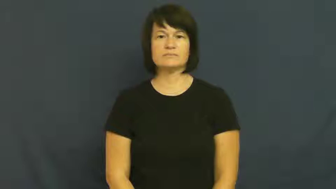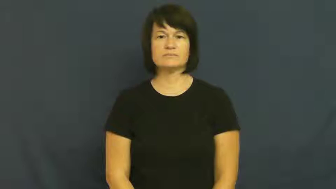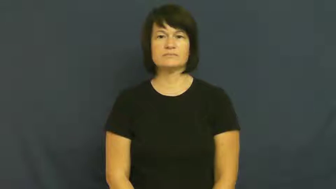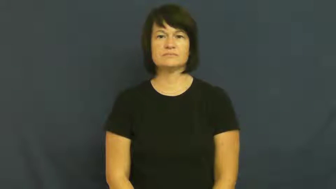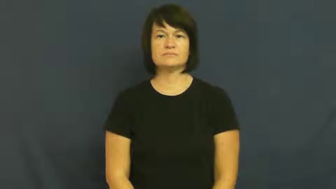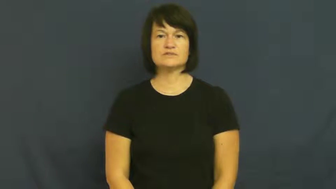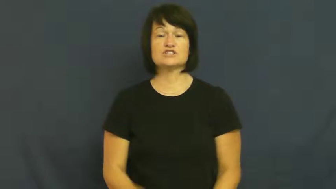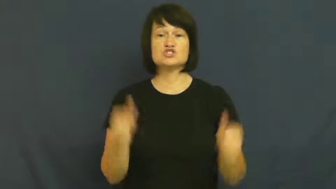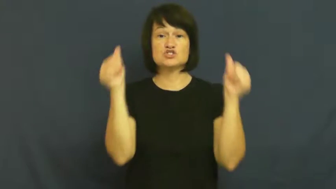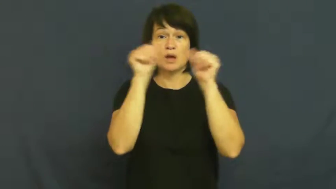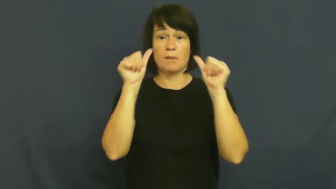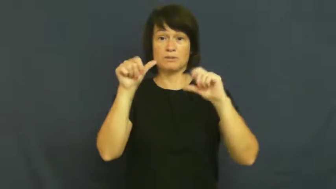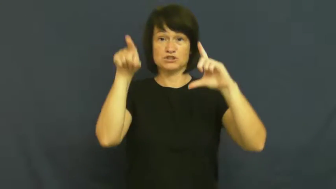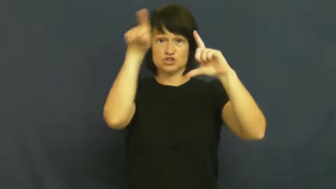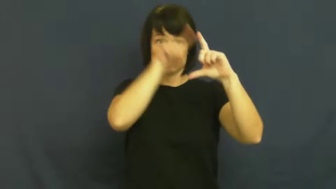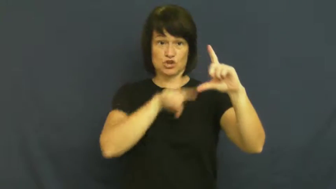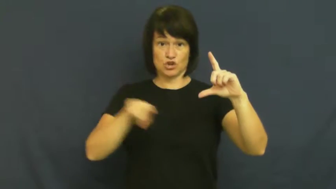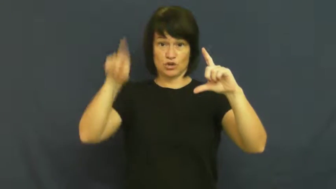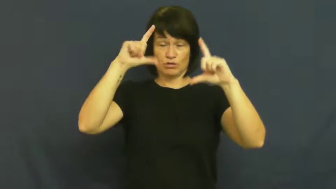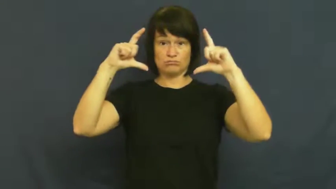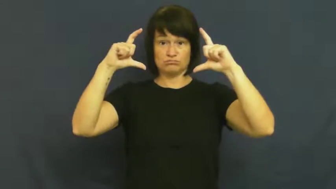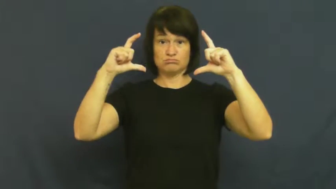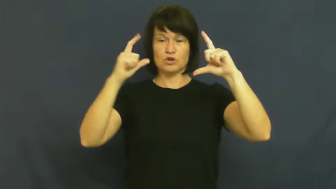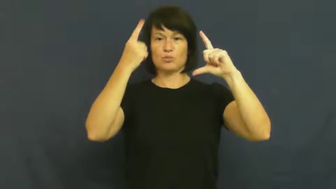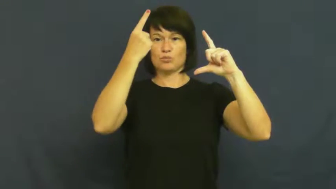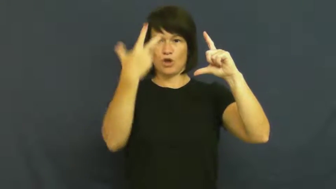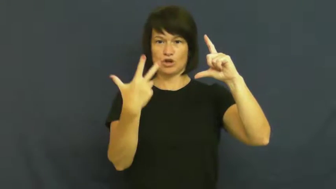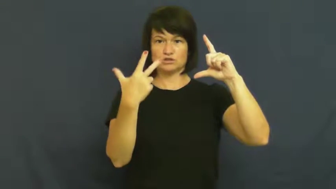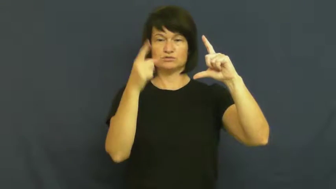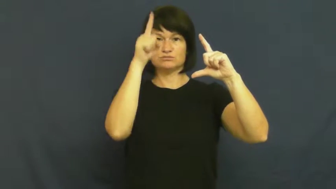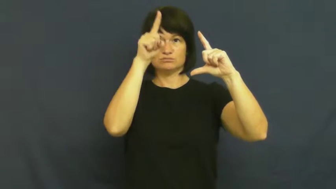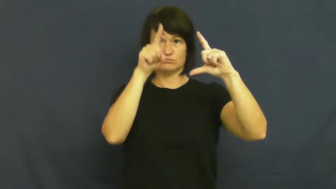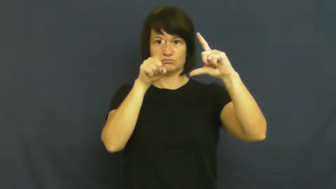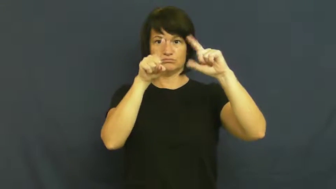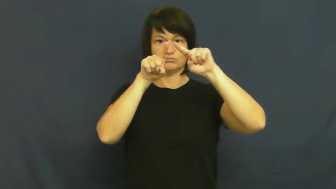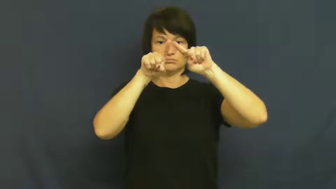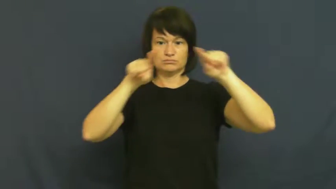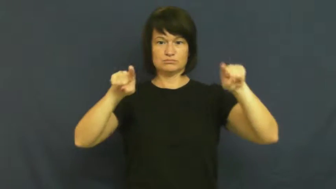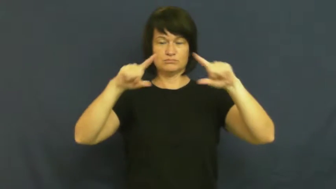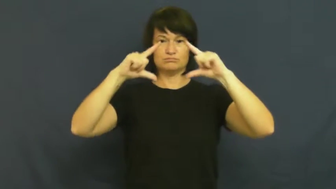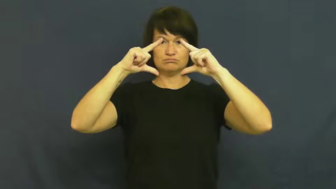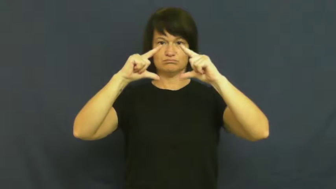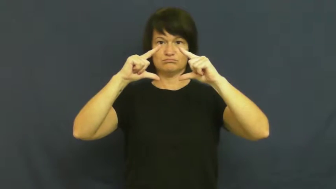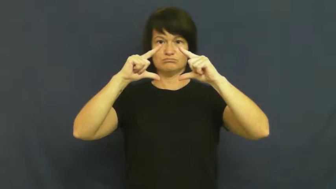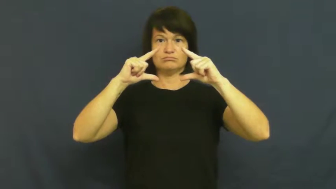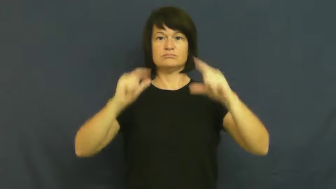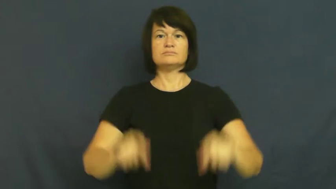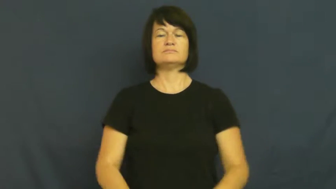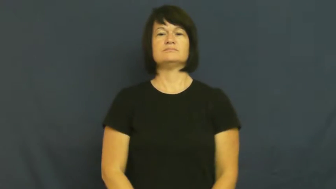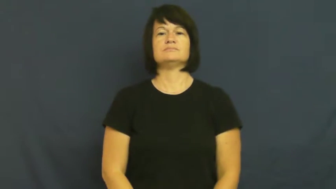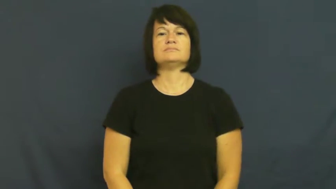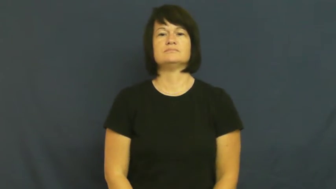quadrant